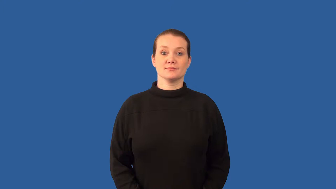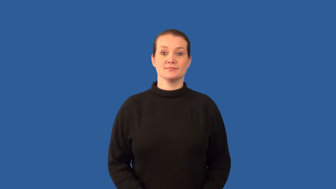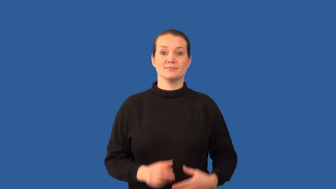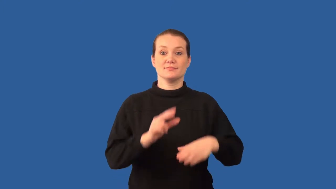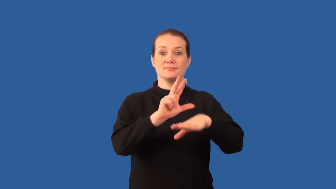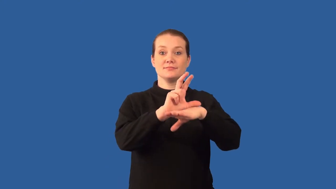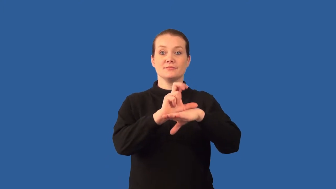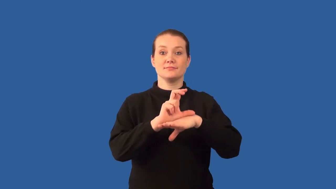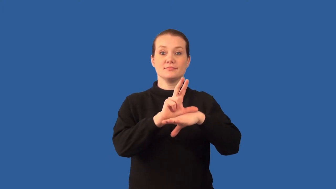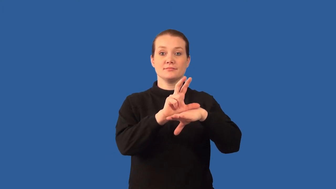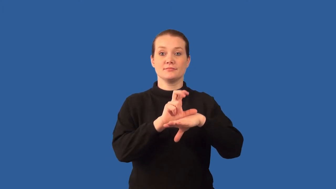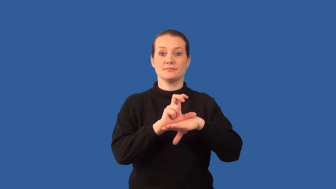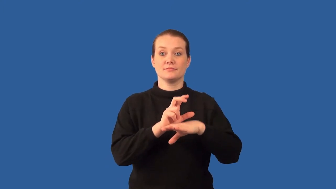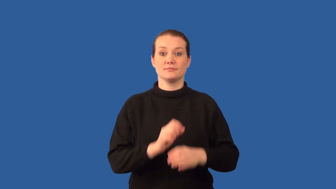receptor